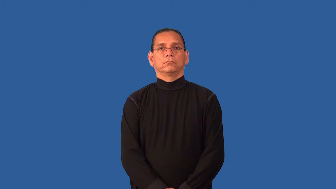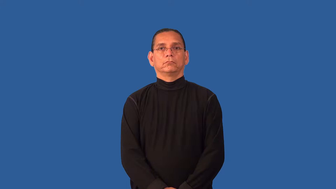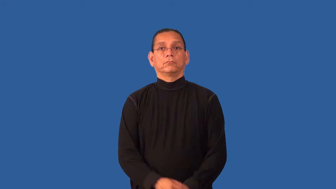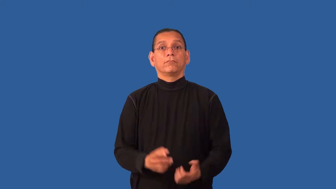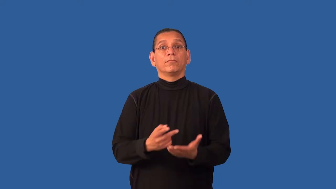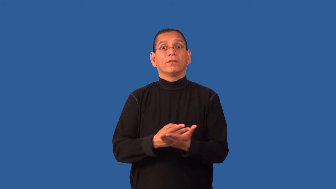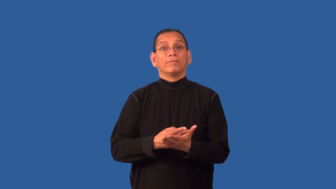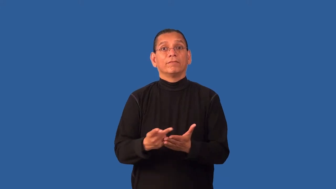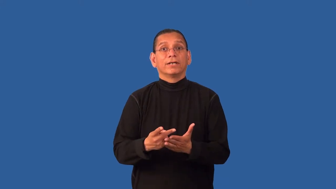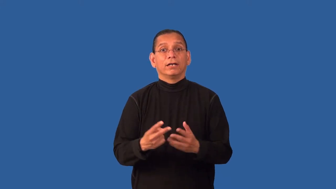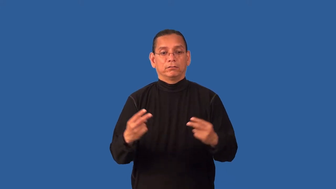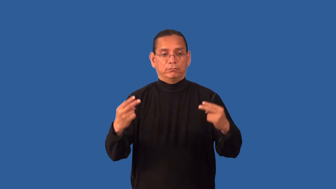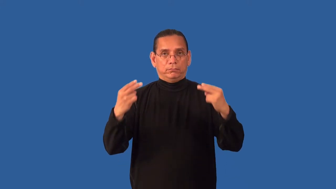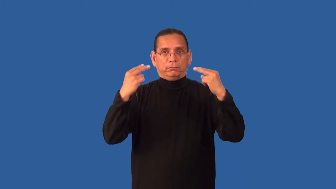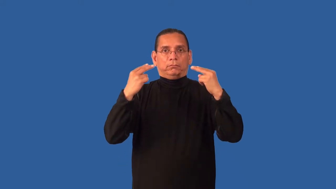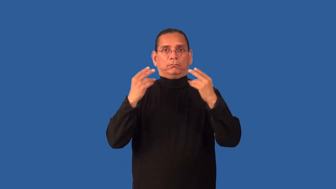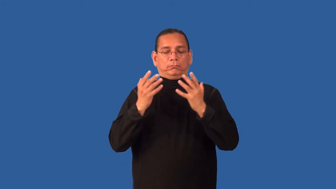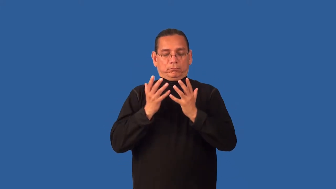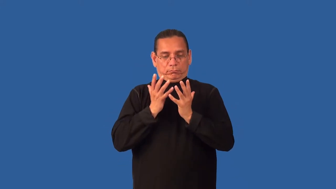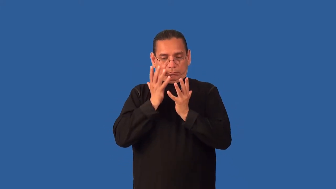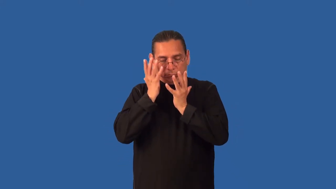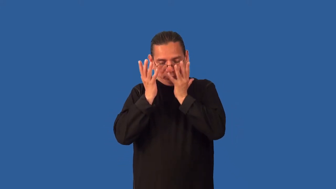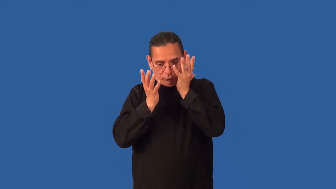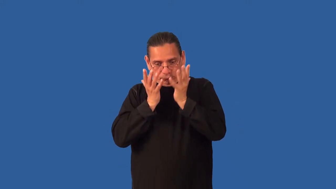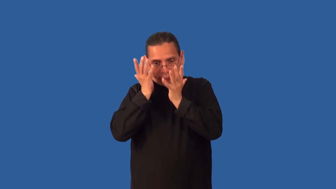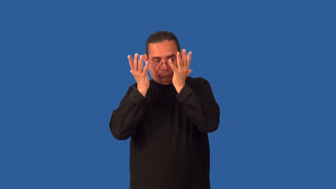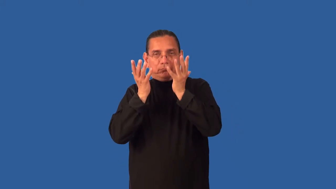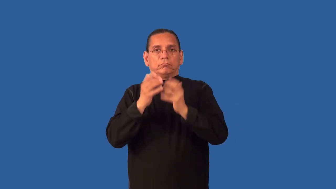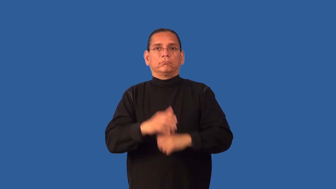debacle